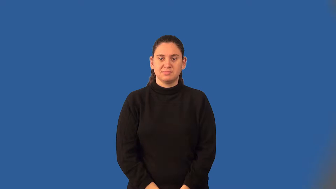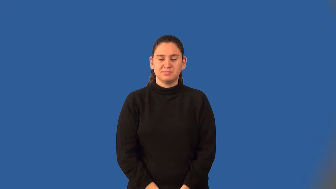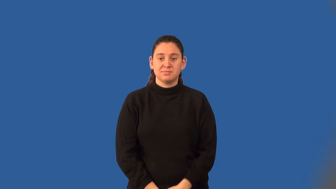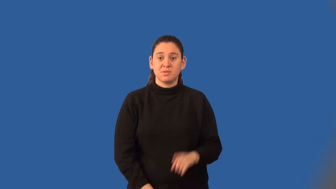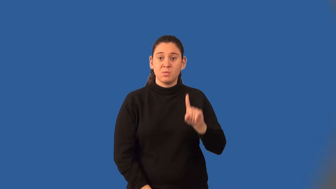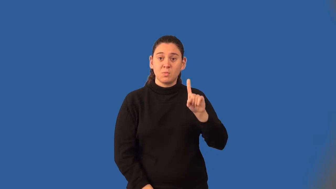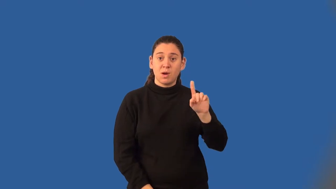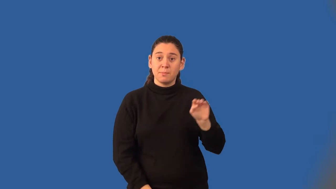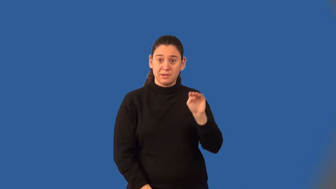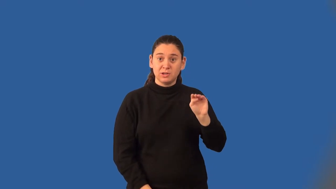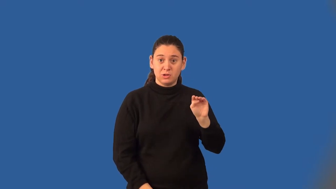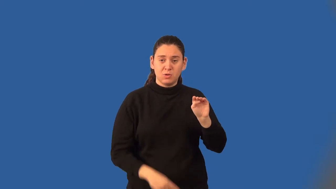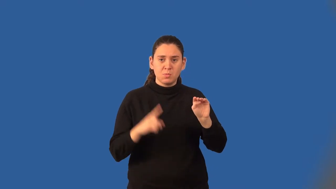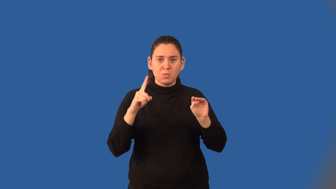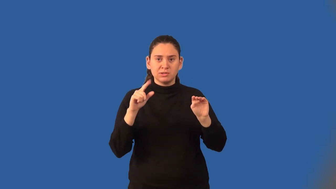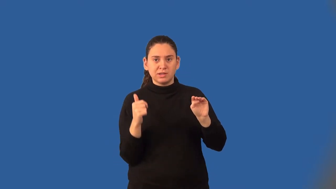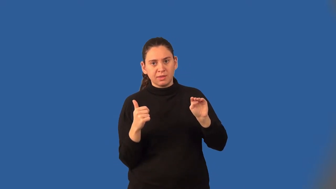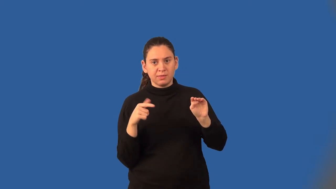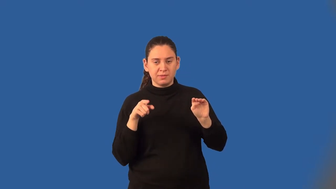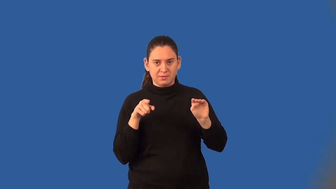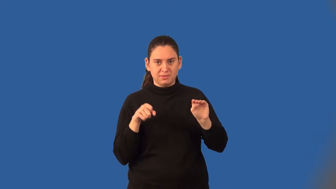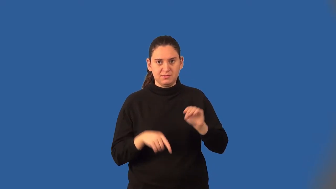decimeter